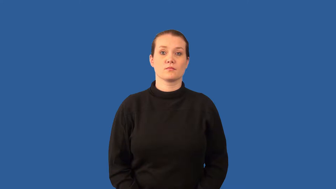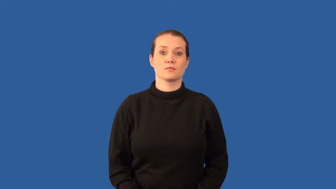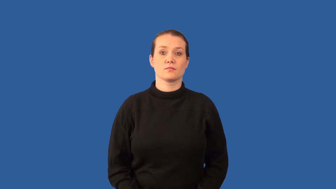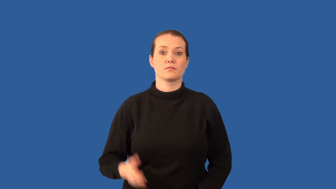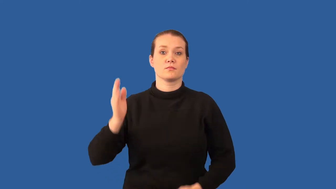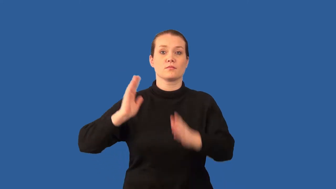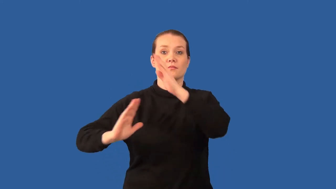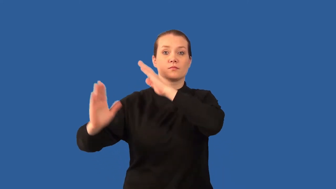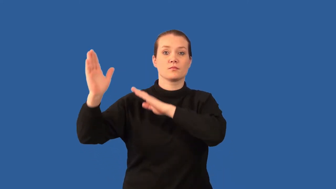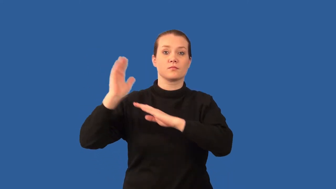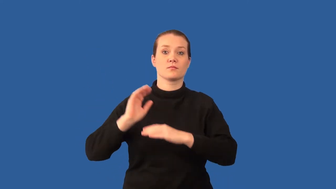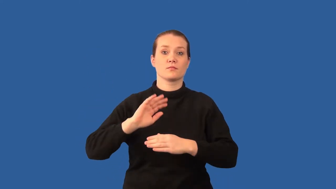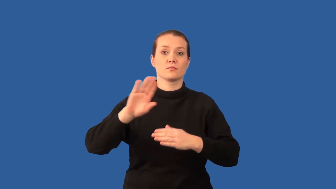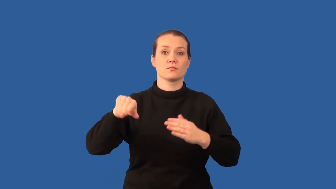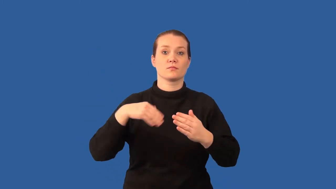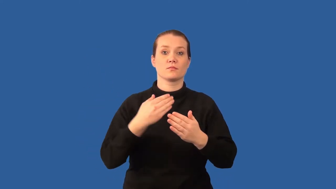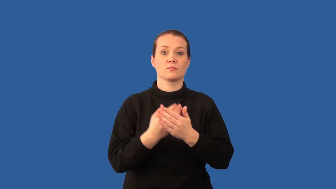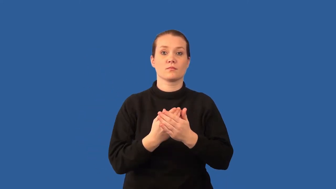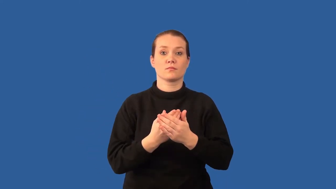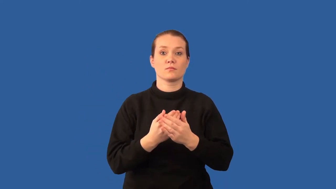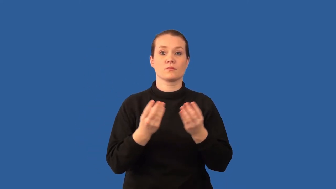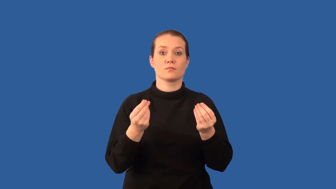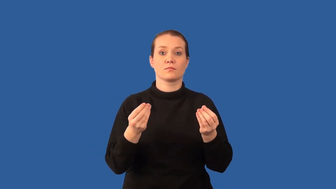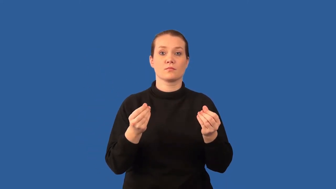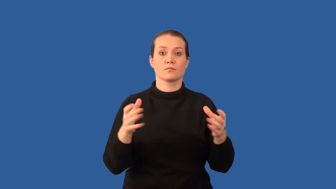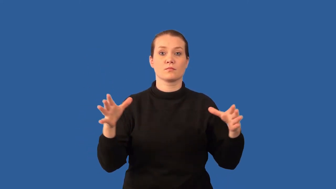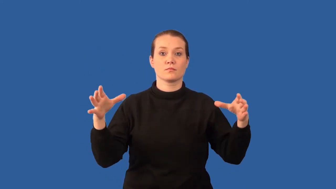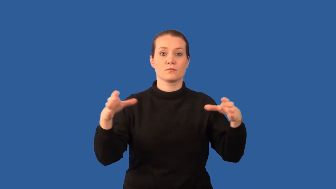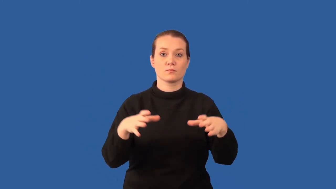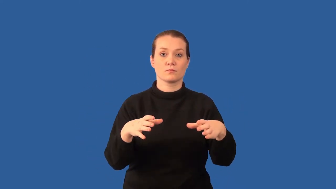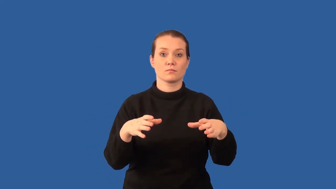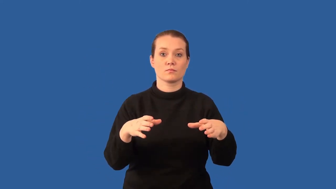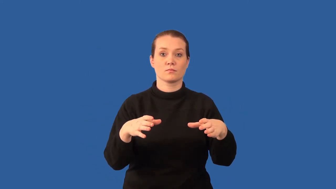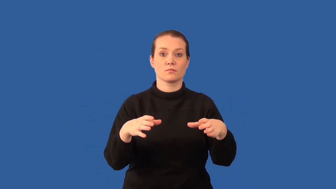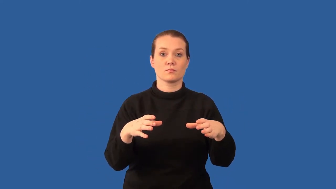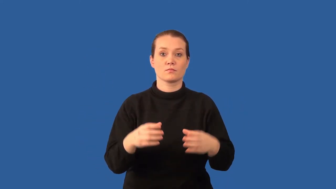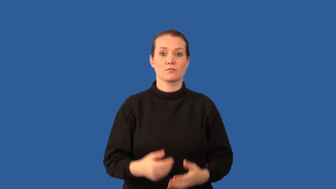pangaea